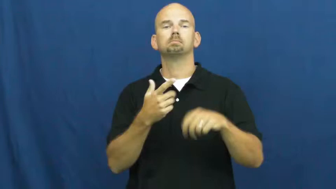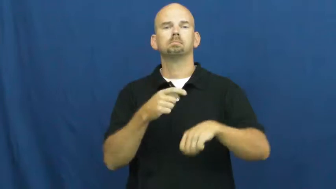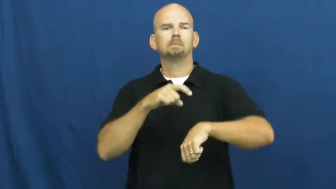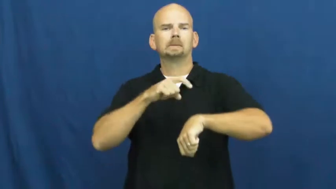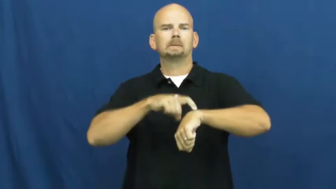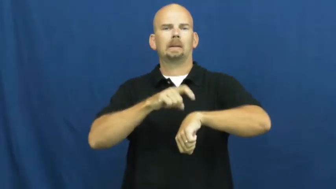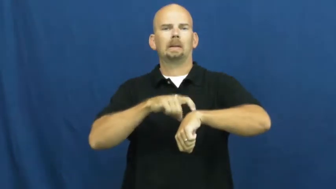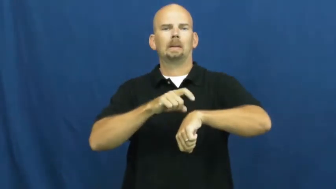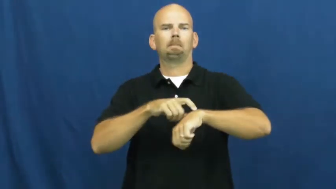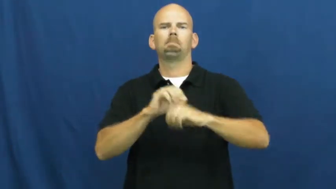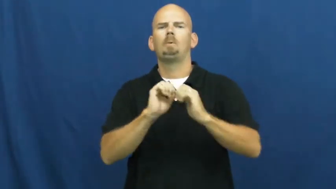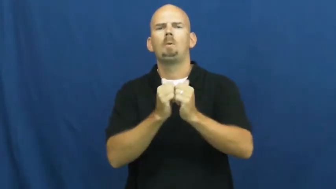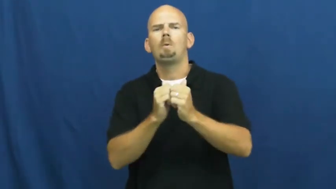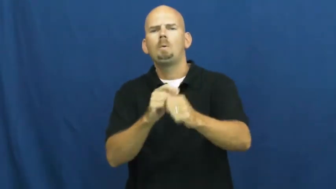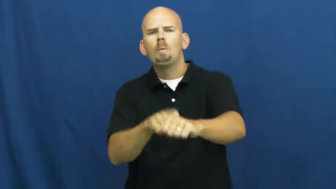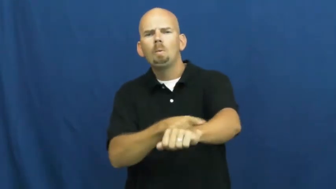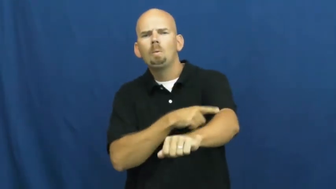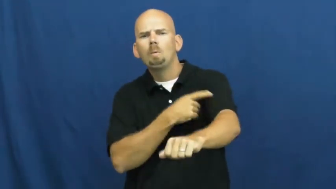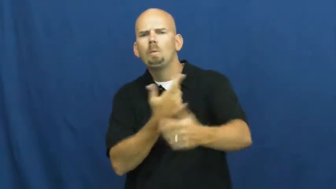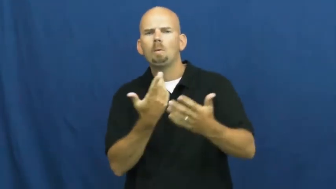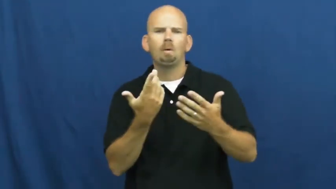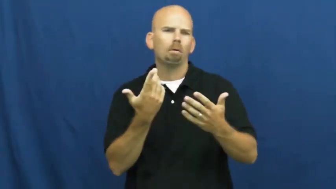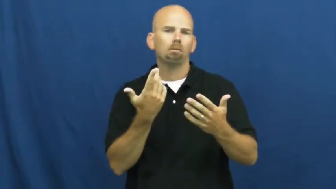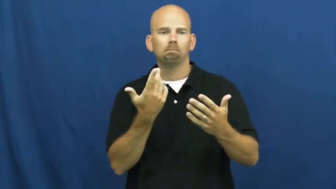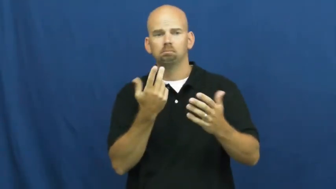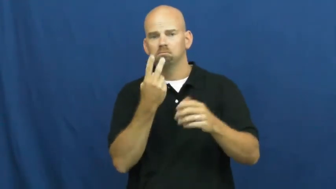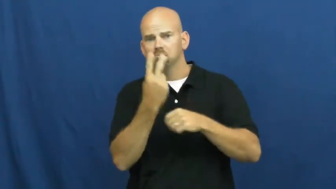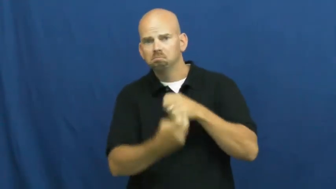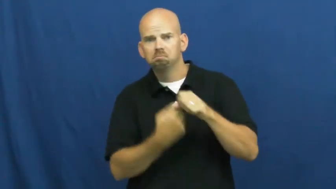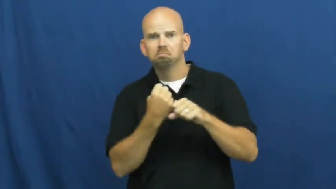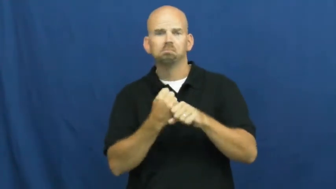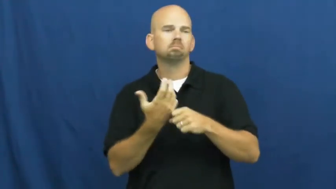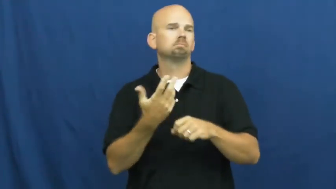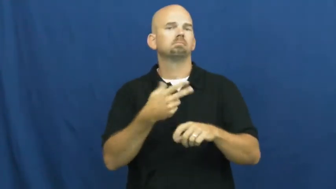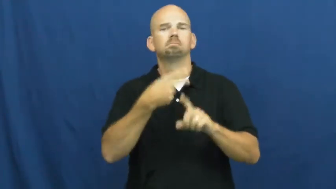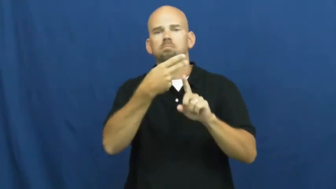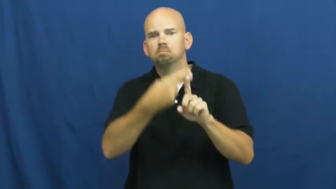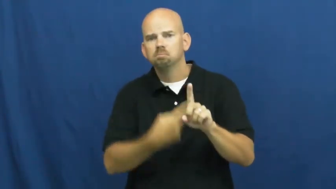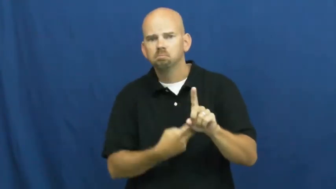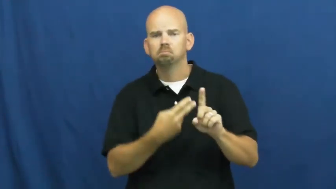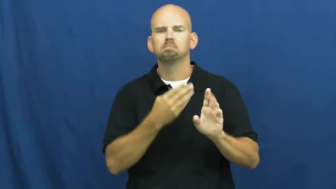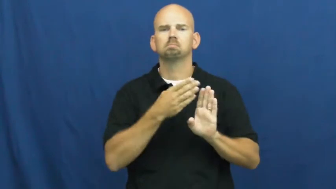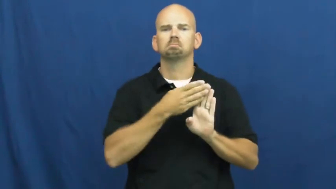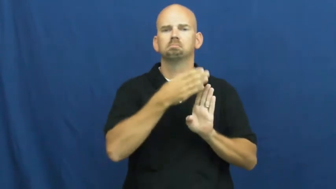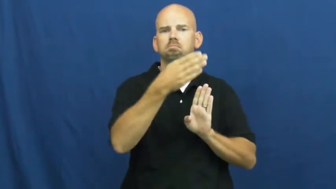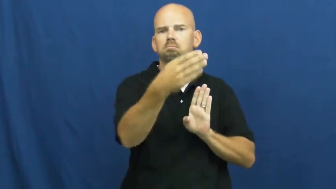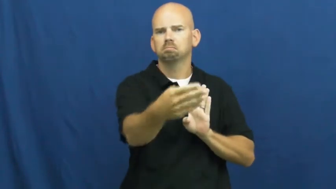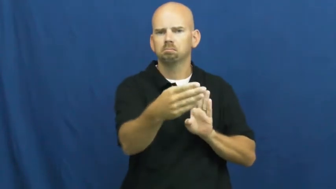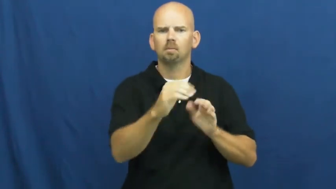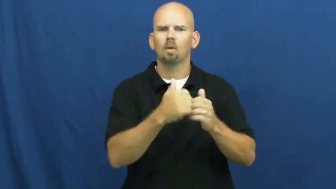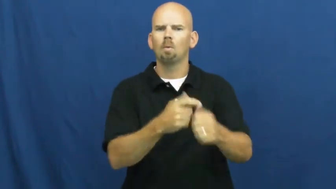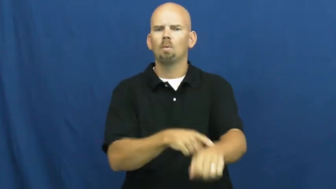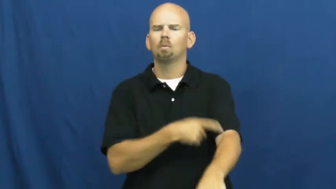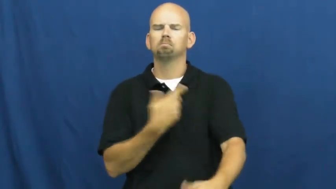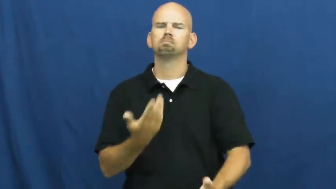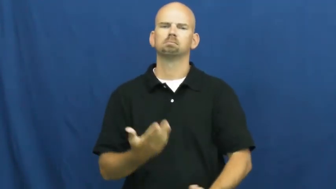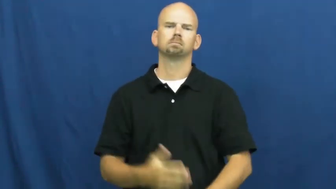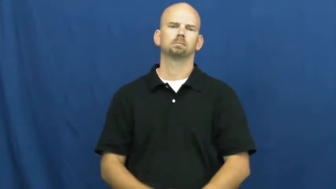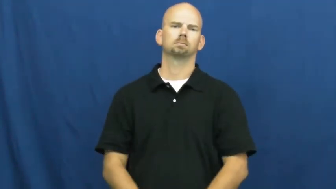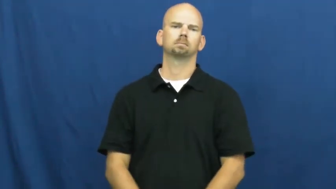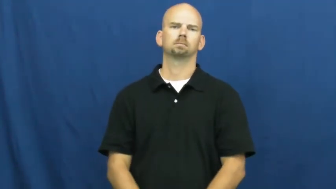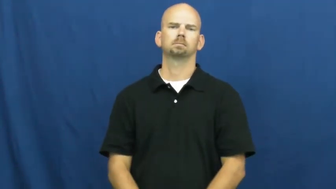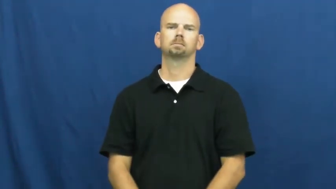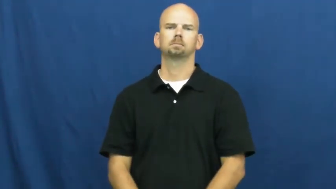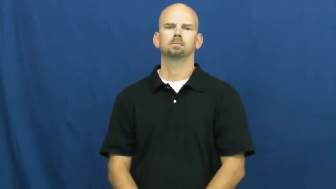span,course,window,in-time